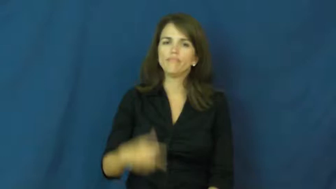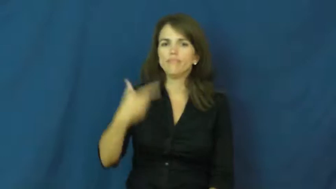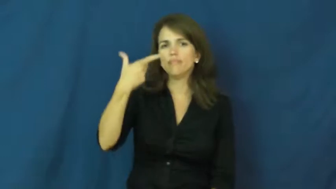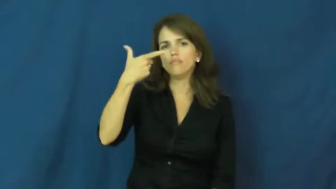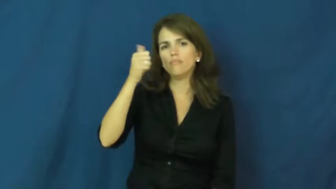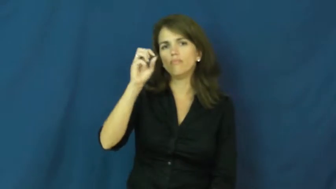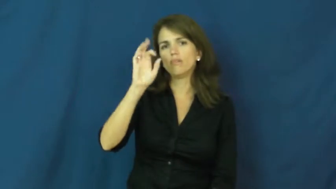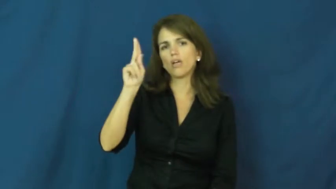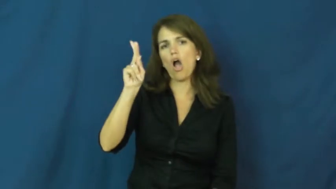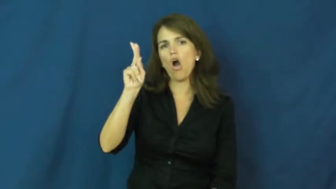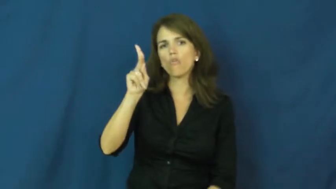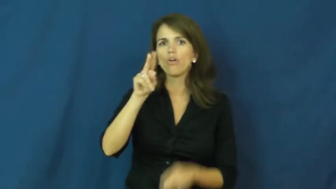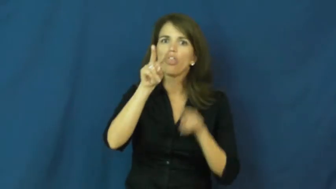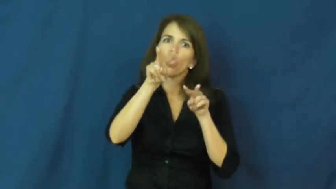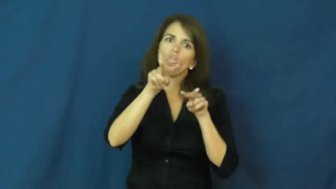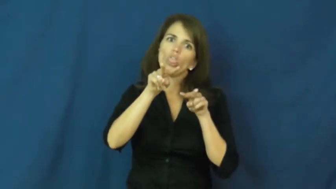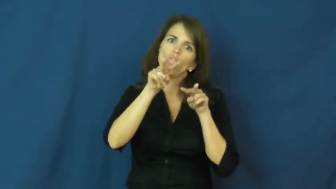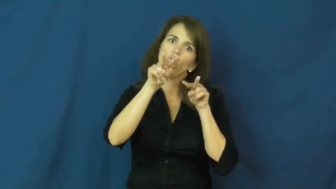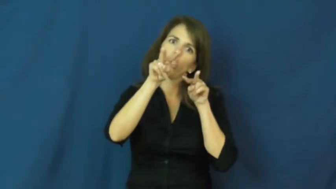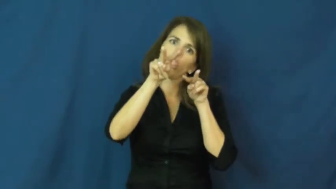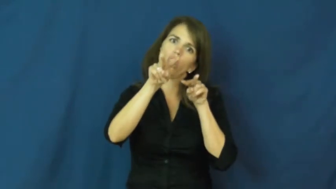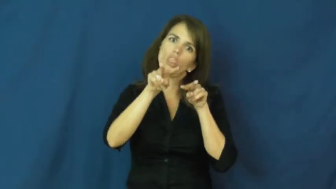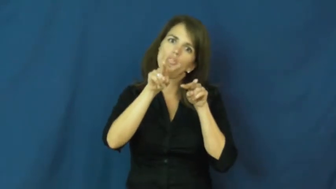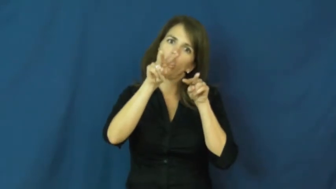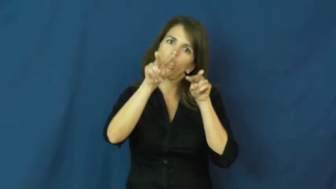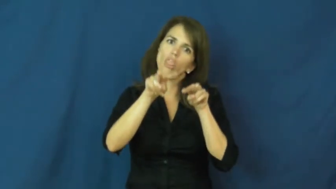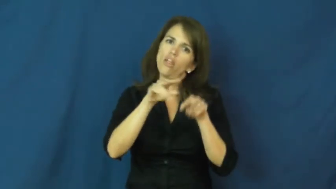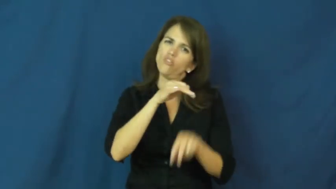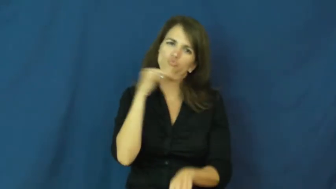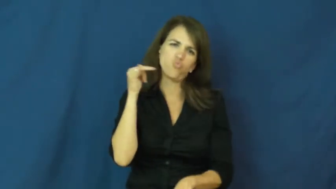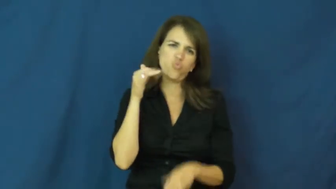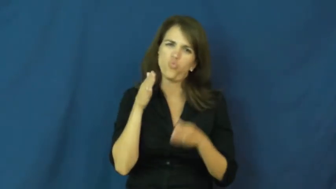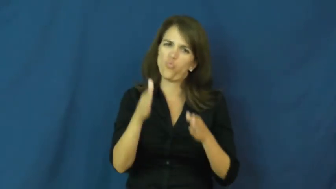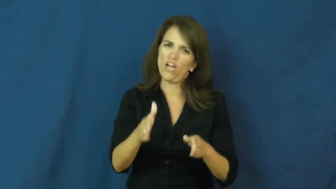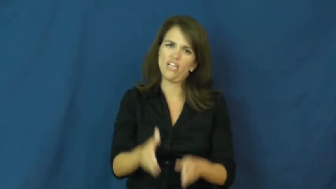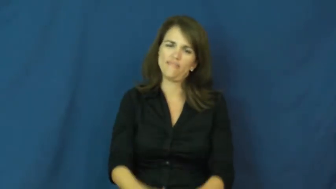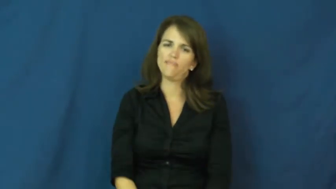gawk,gawp